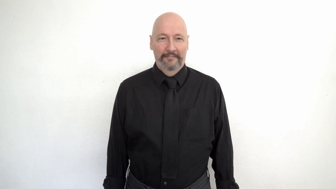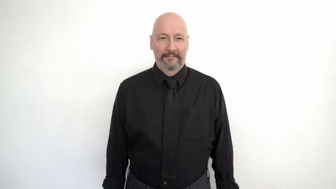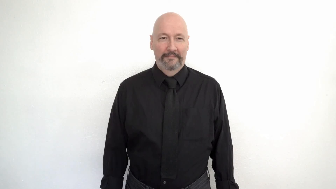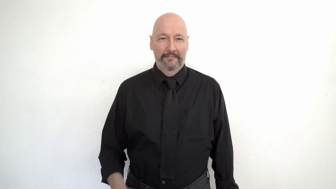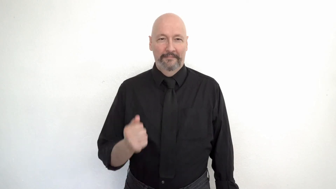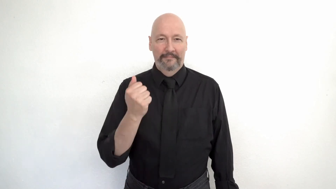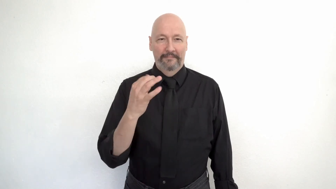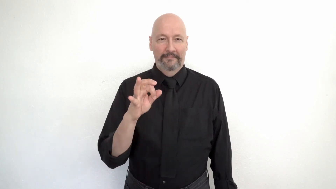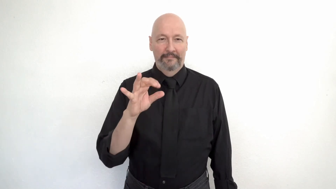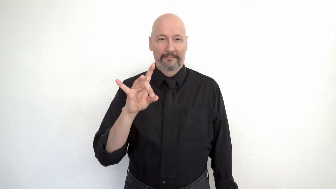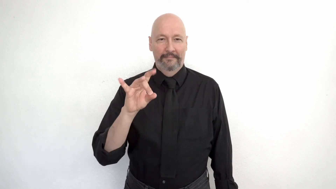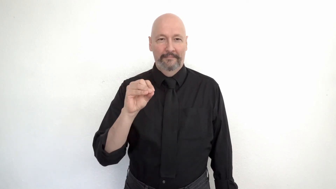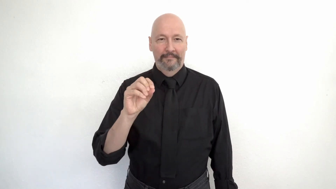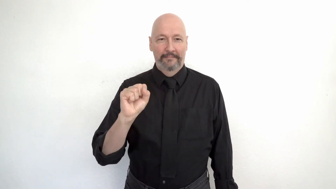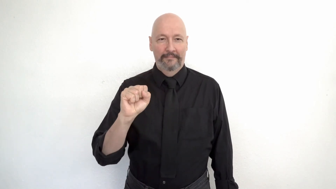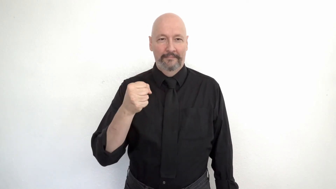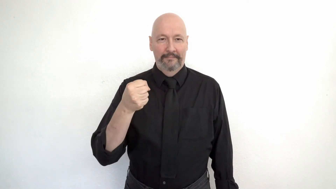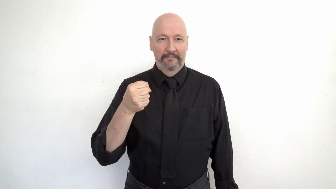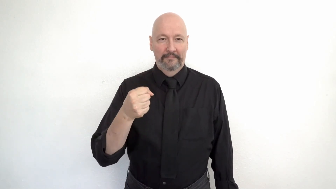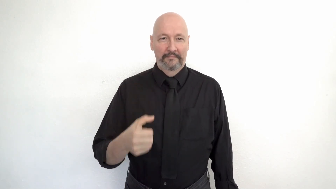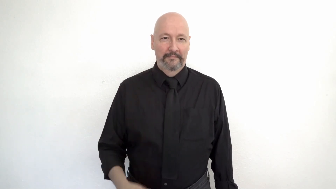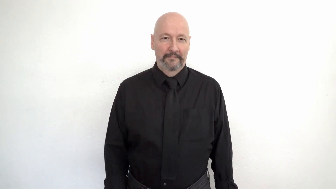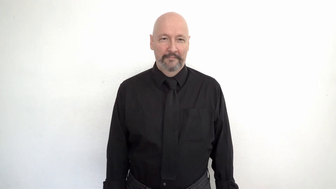1980s